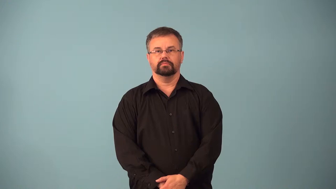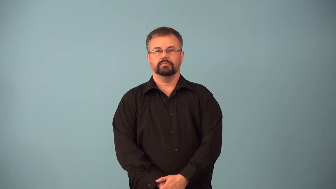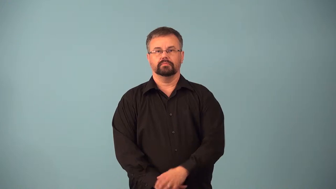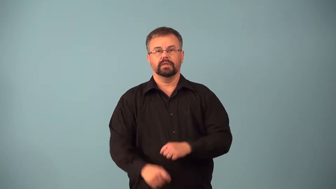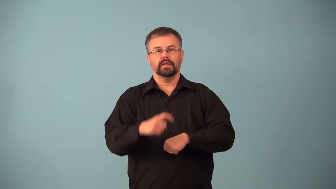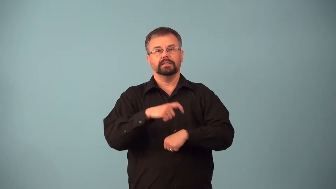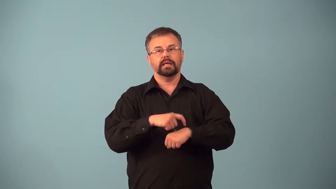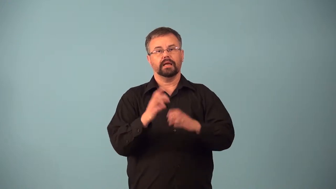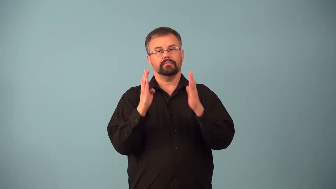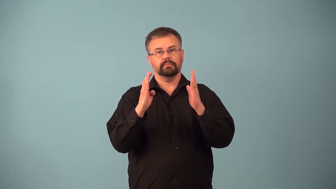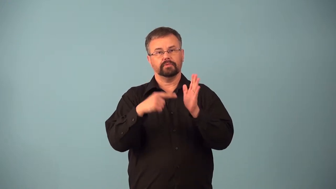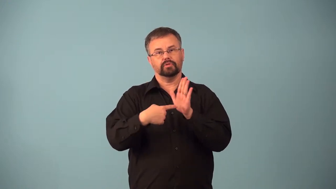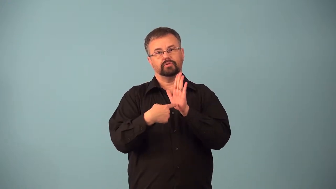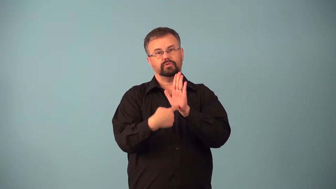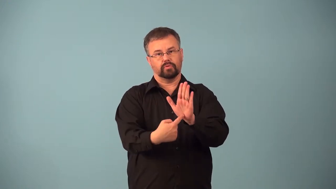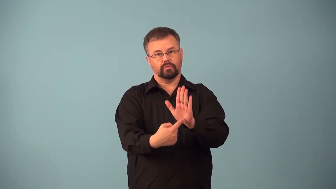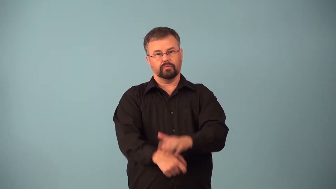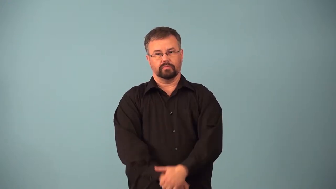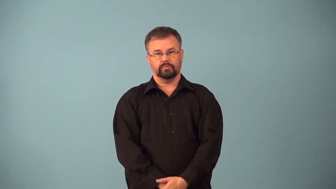airtime